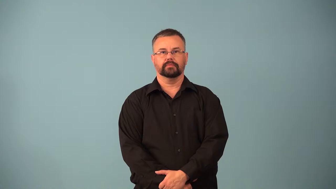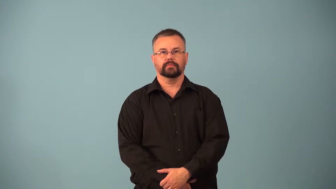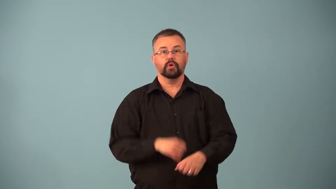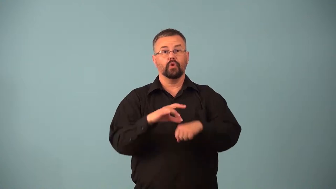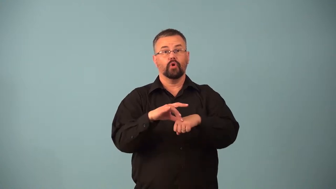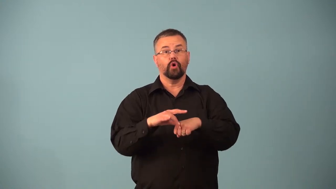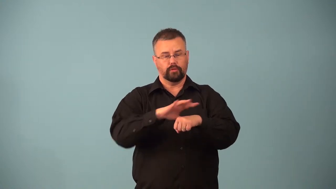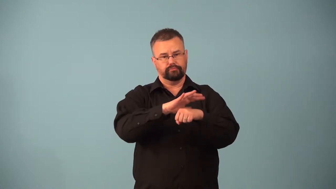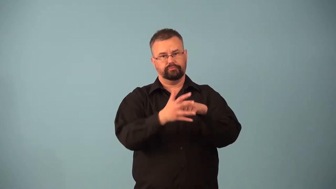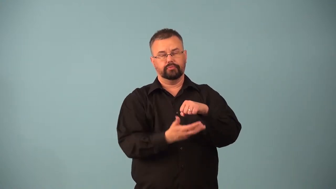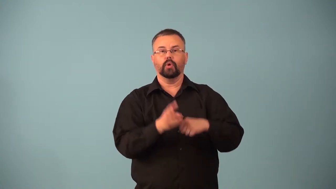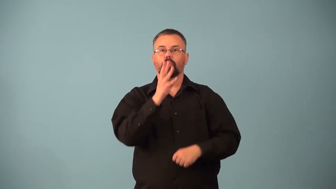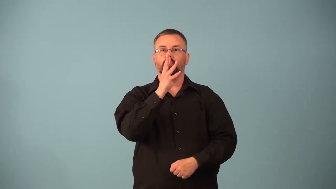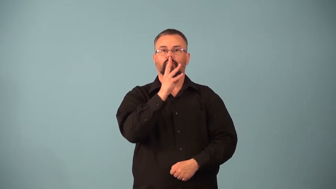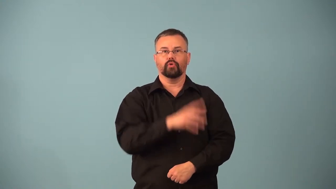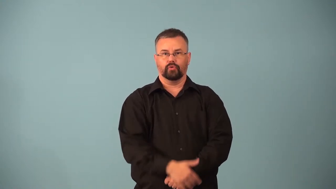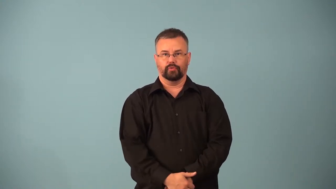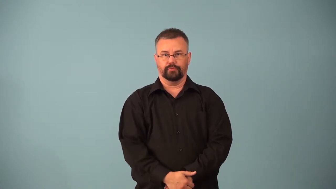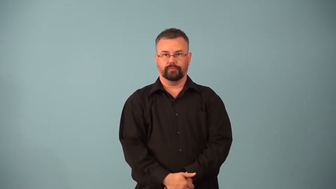hydrosphere